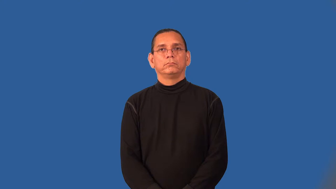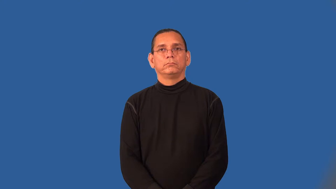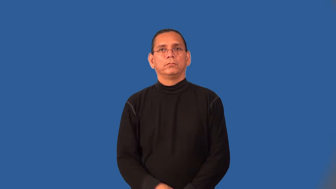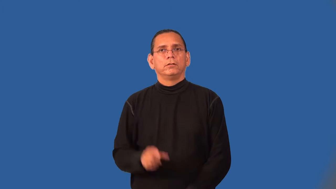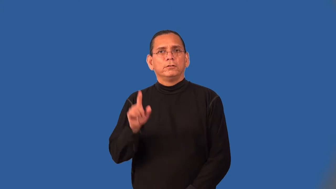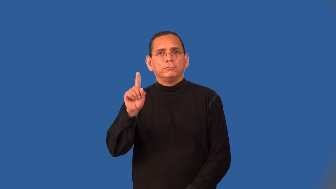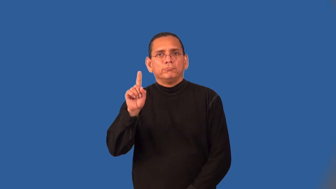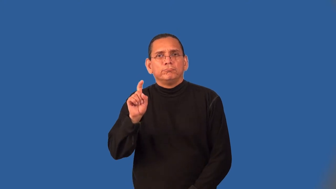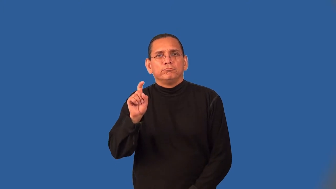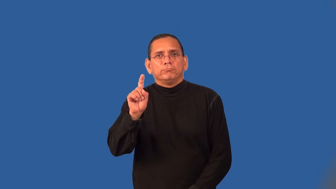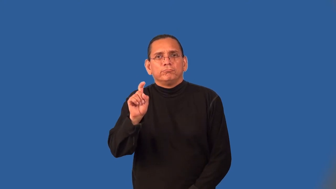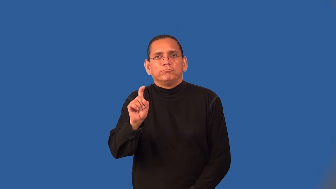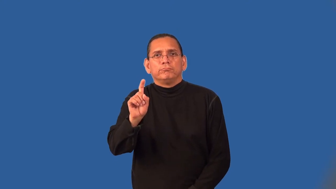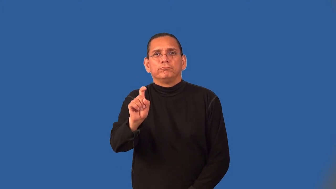sidle